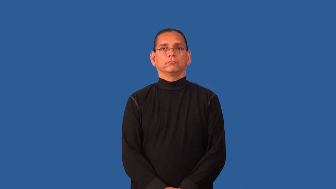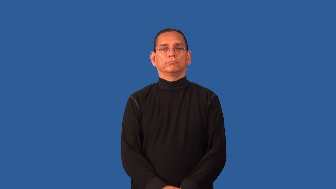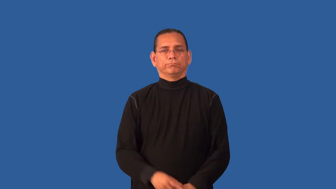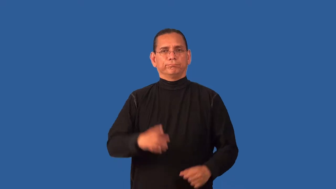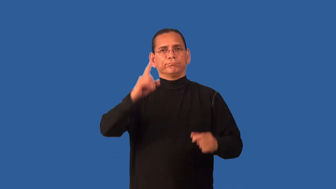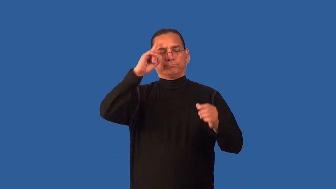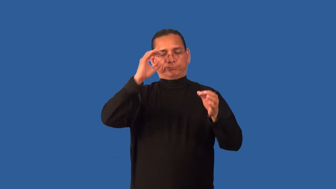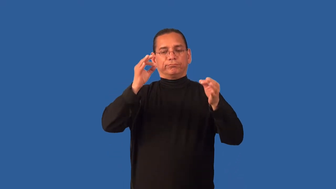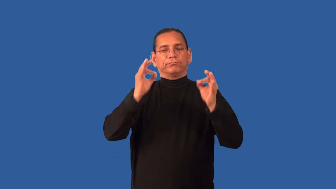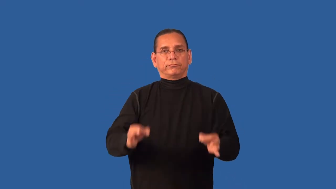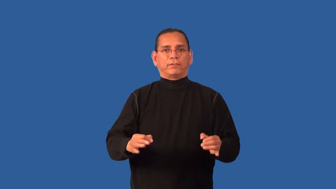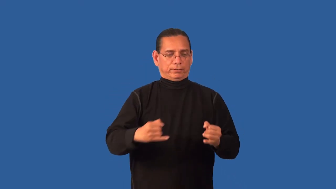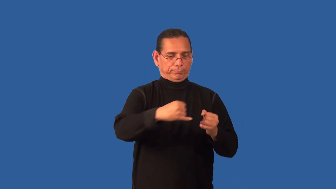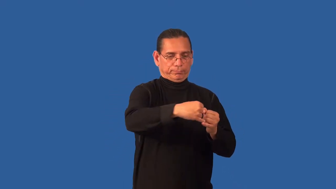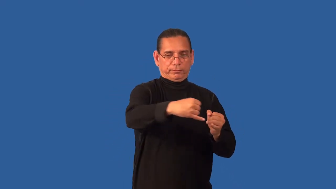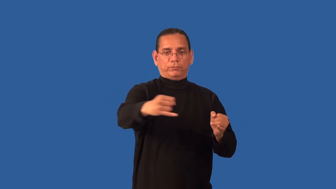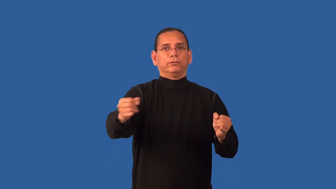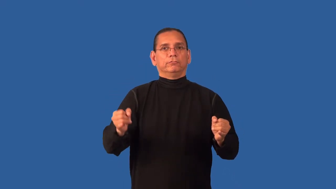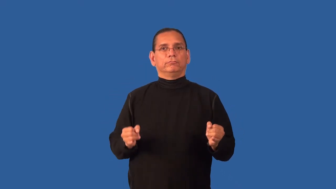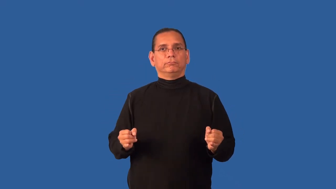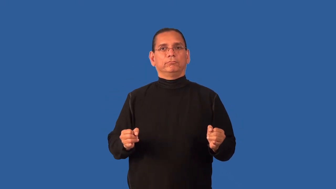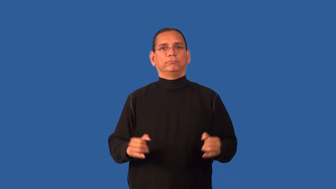demarcate